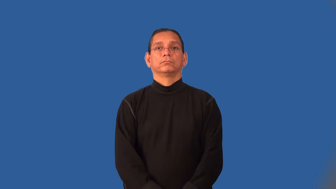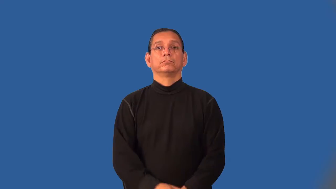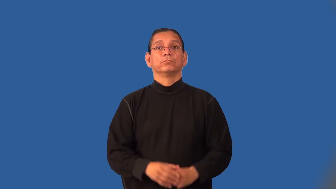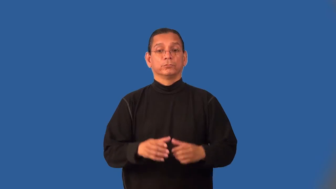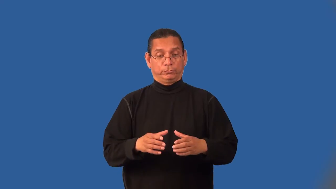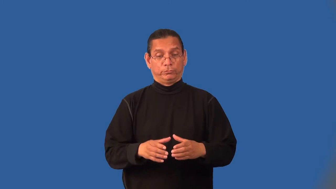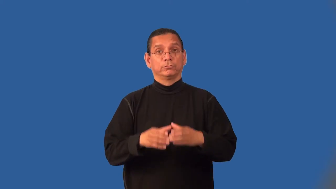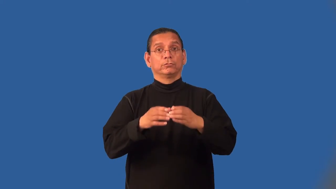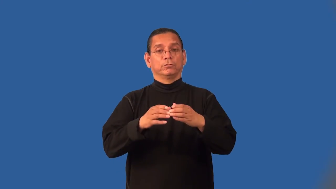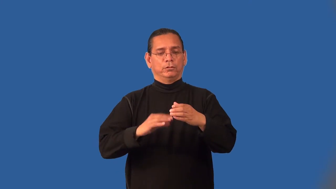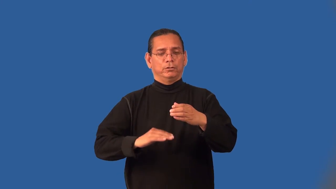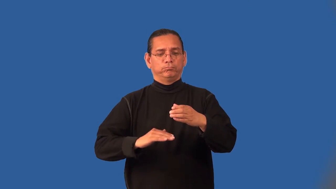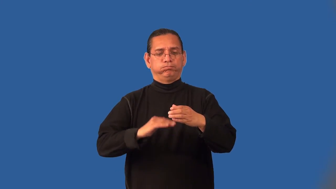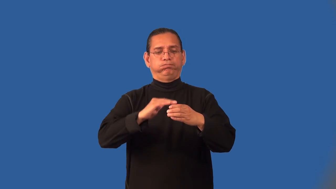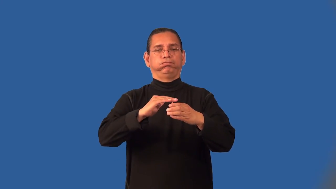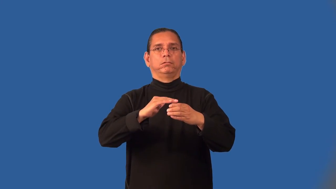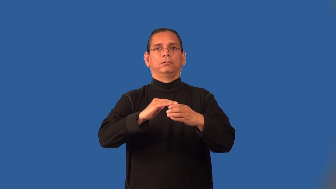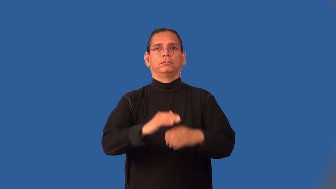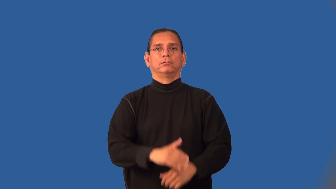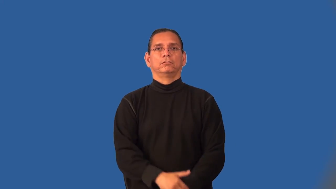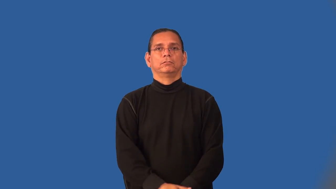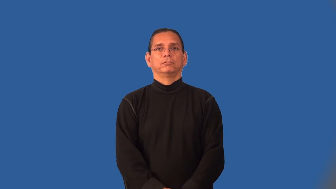jarful